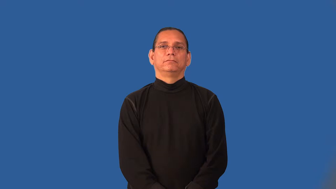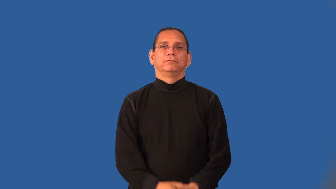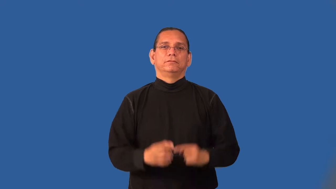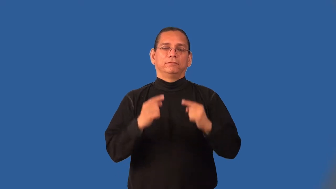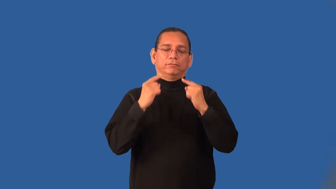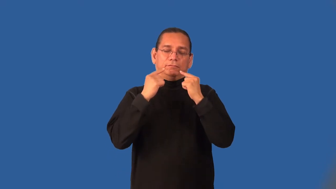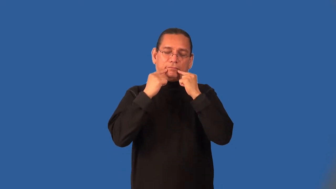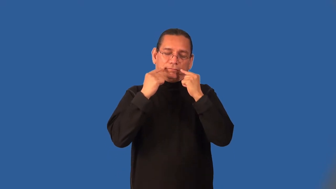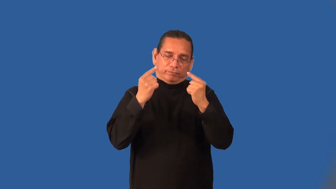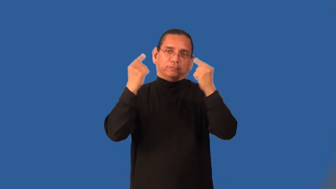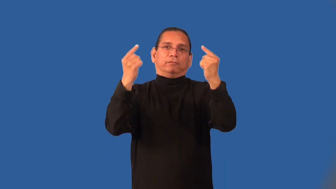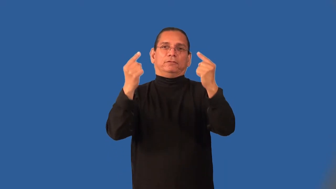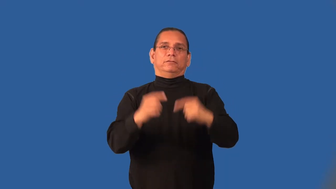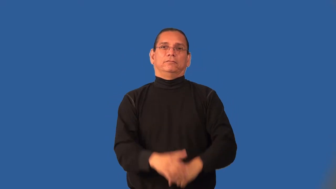illustrious